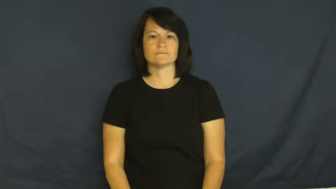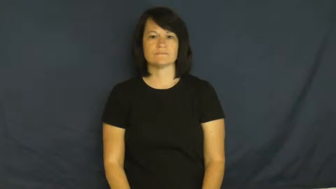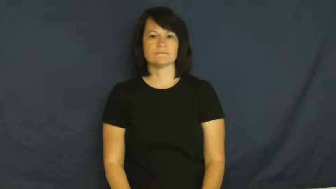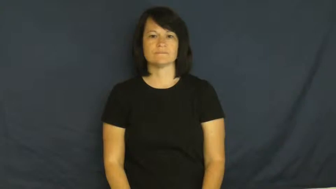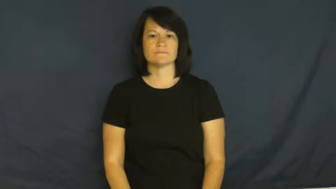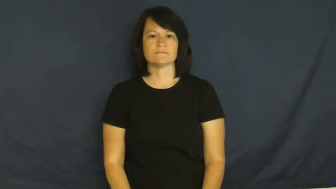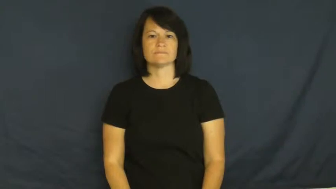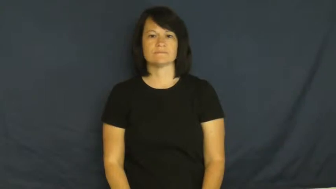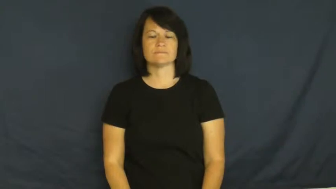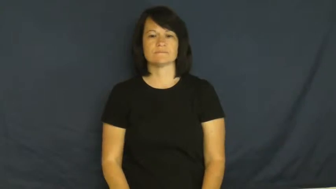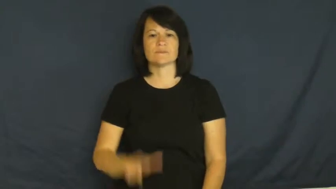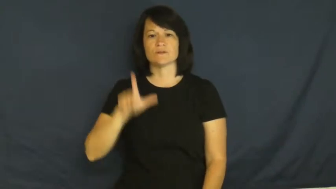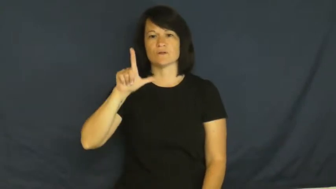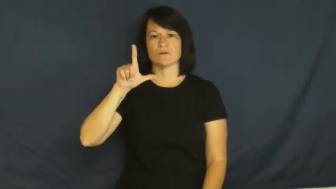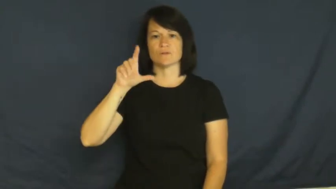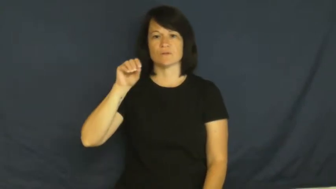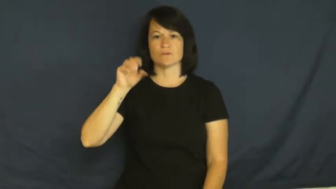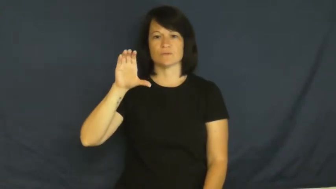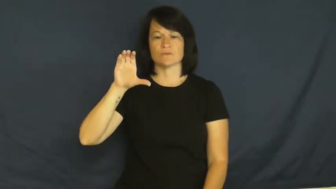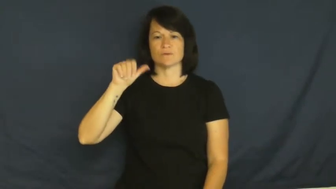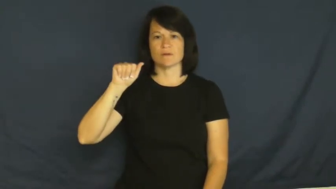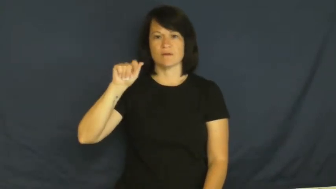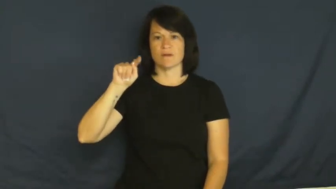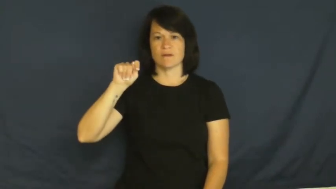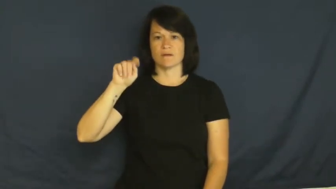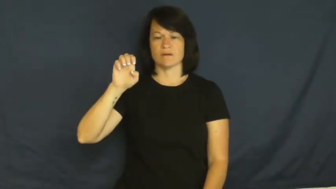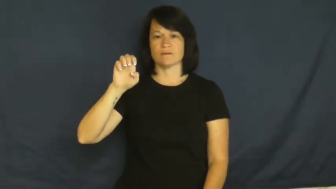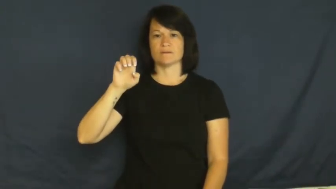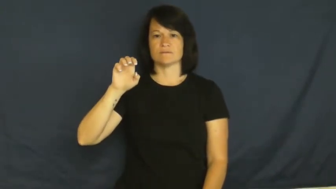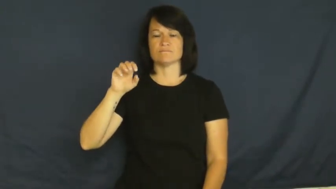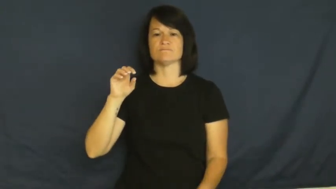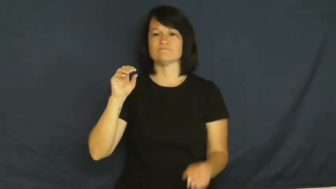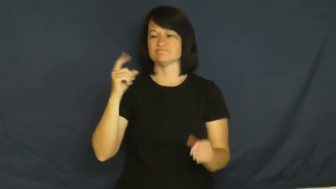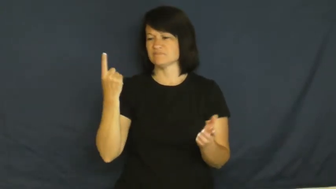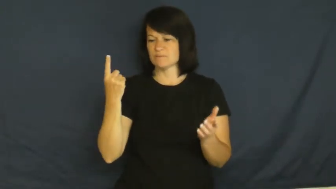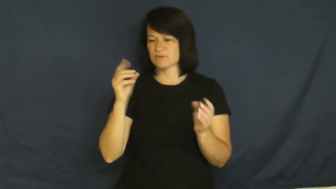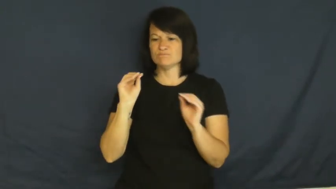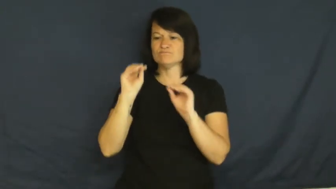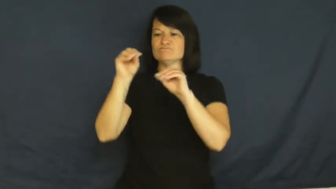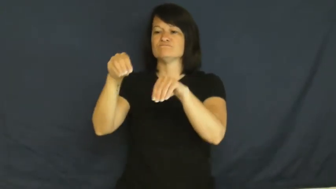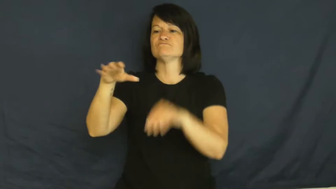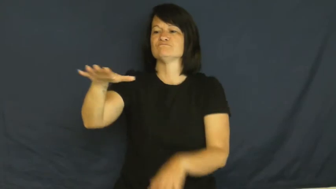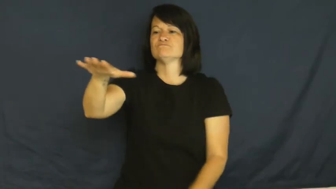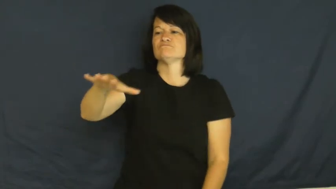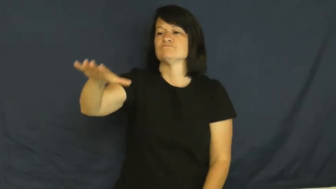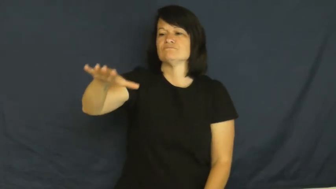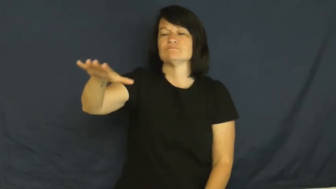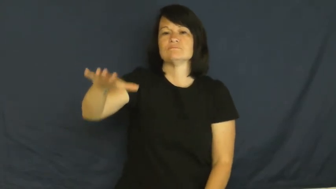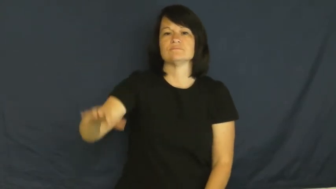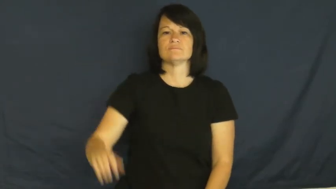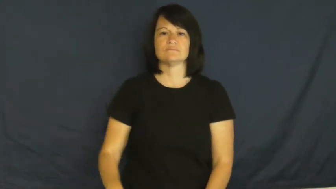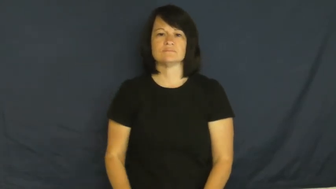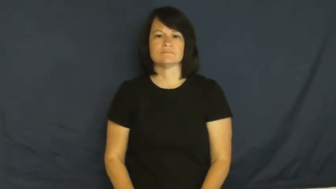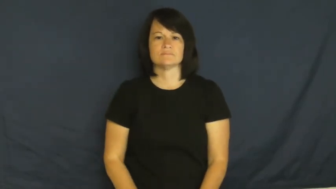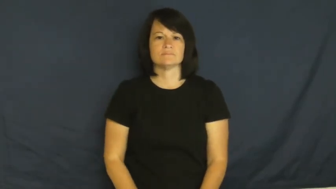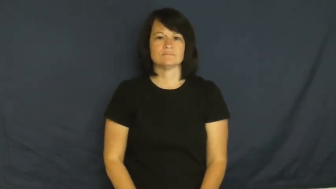locate,site-put